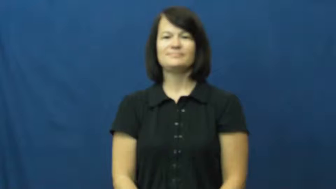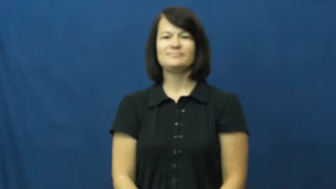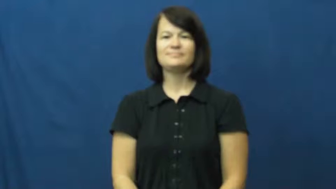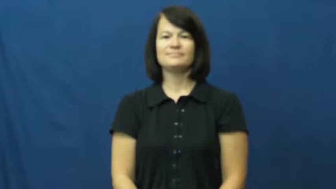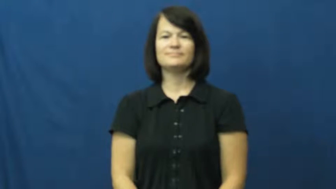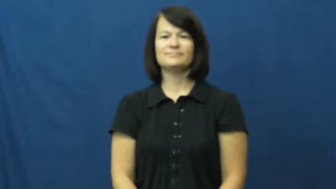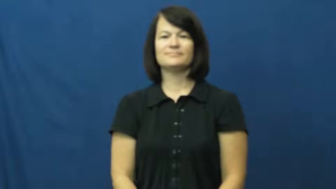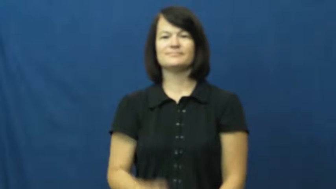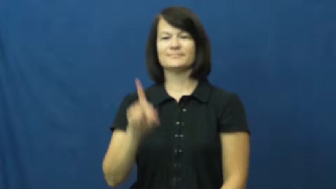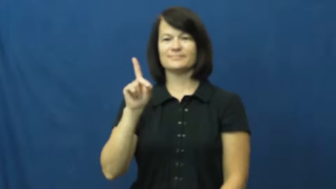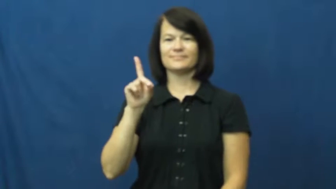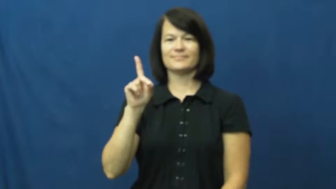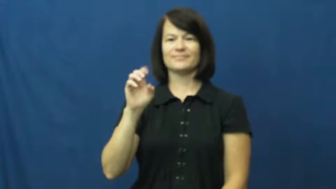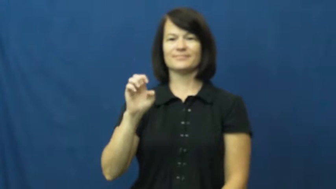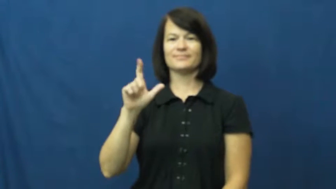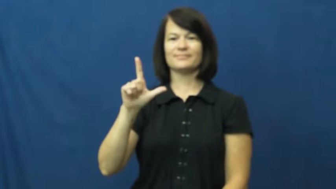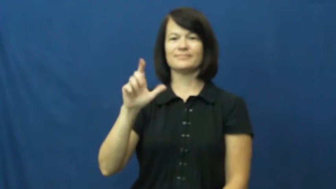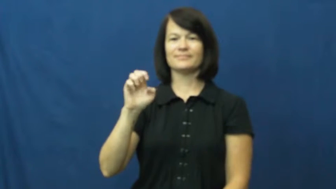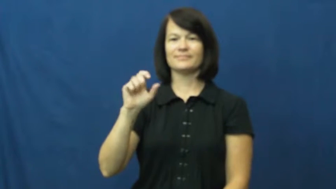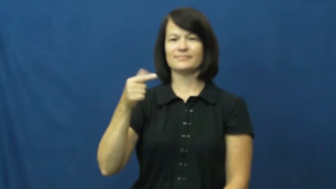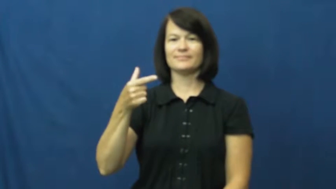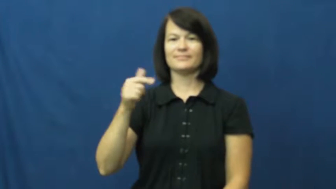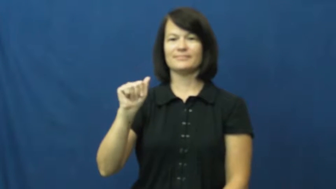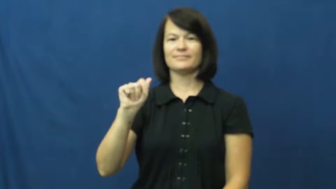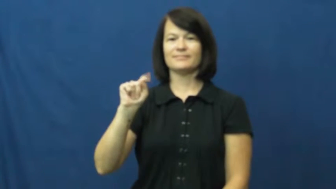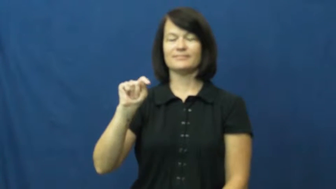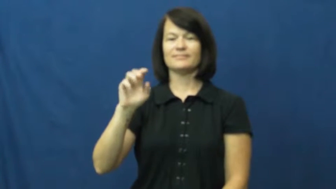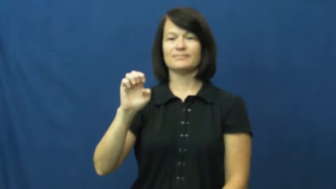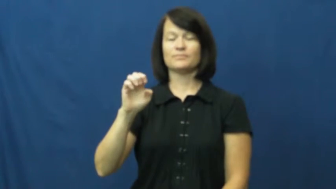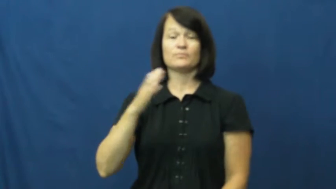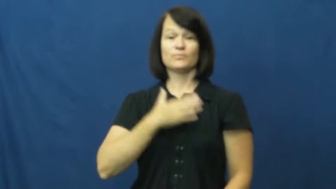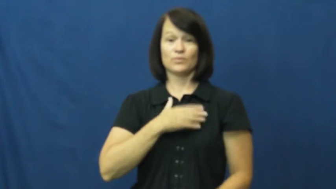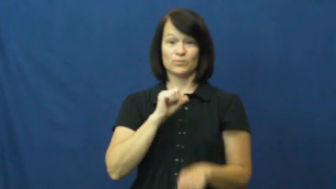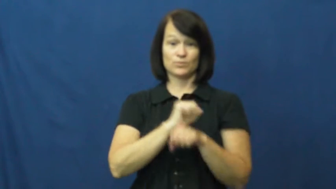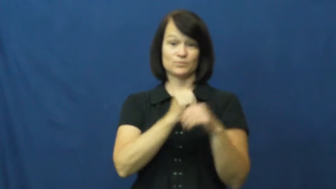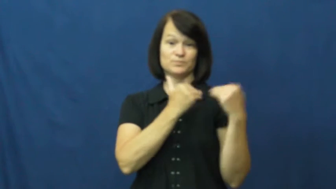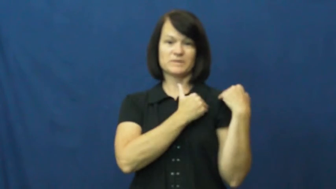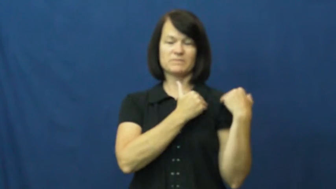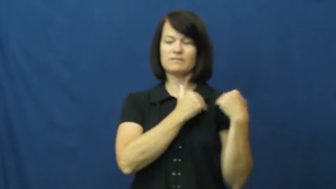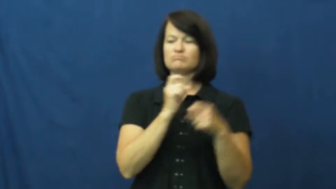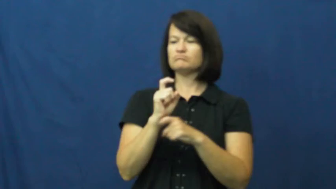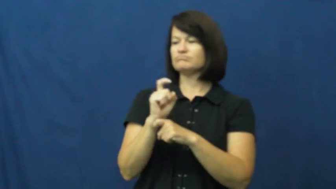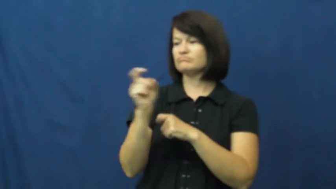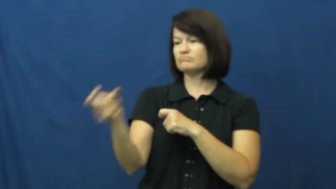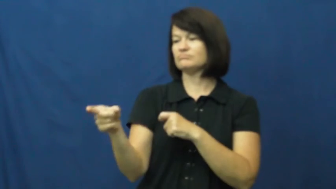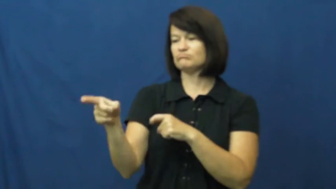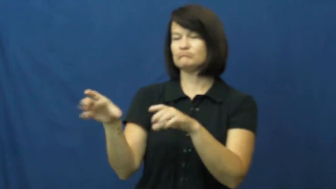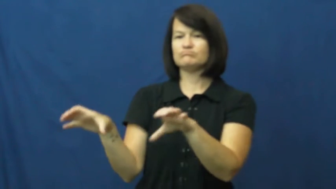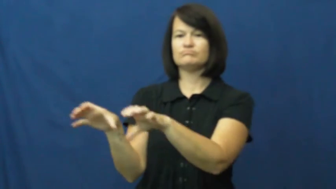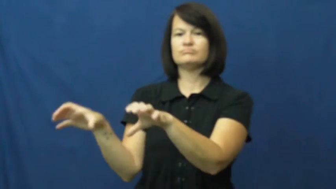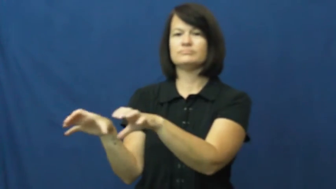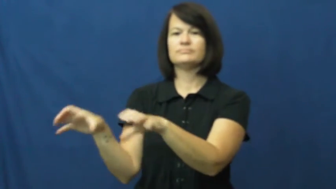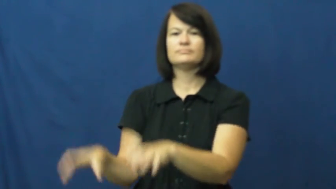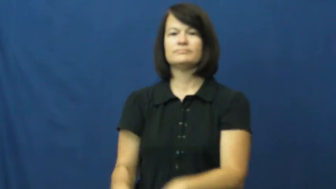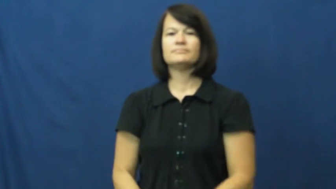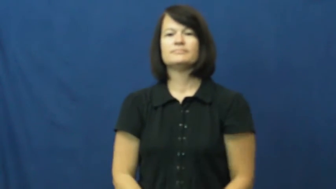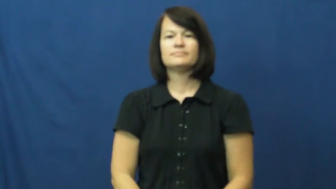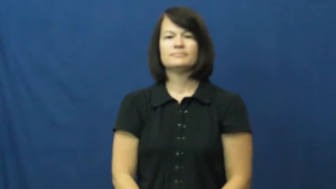delegate,farm out